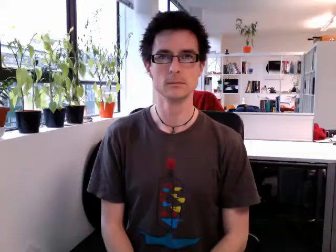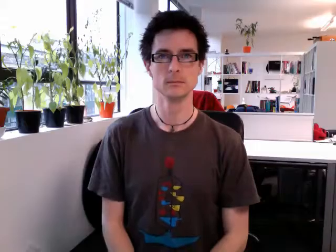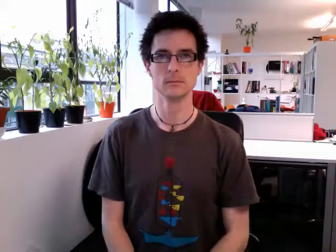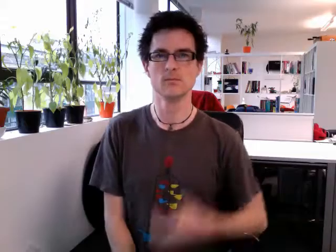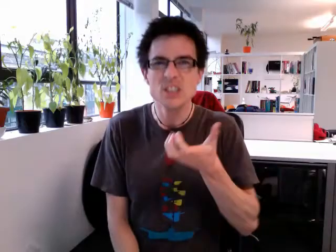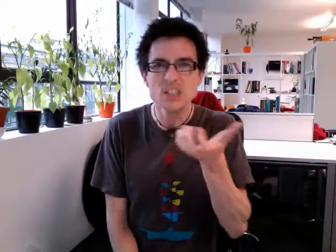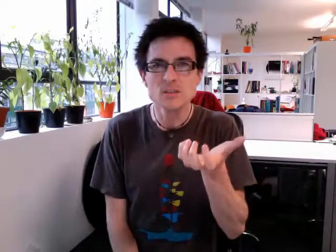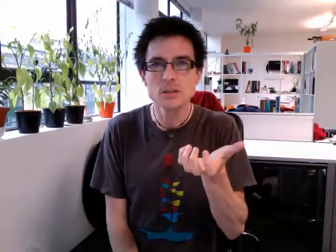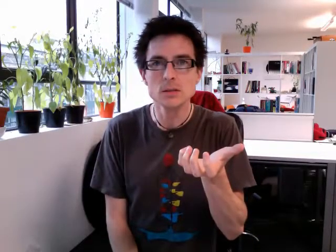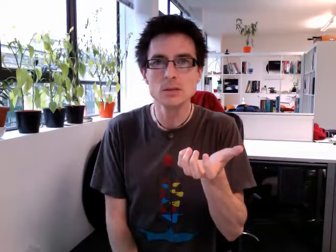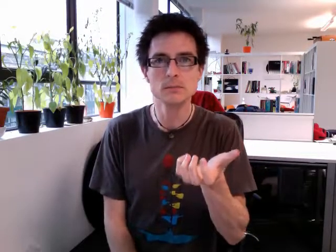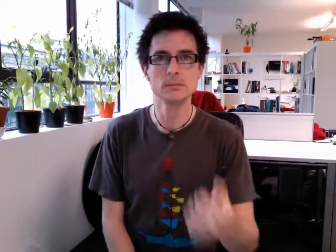angry